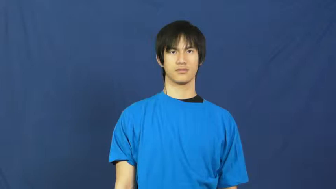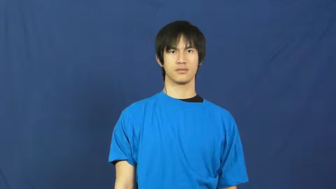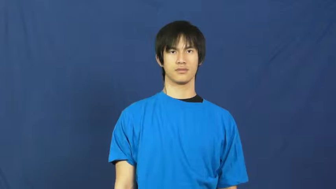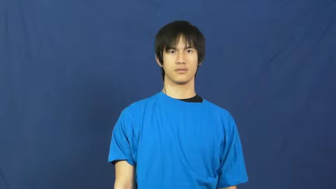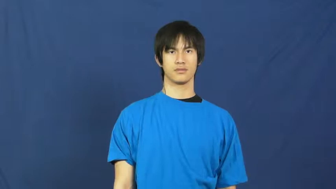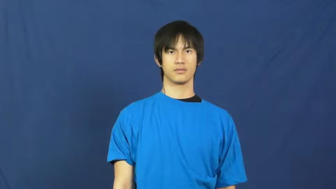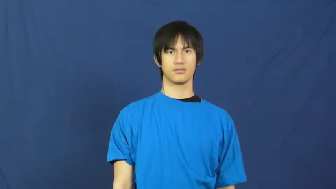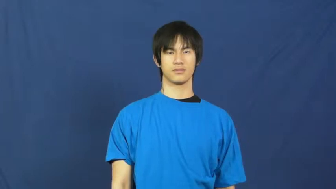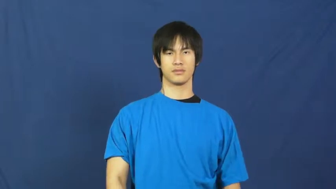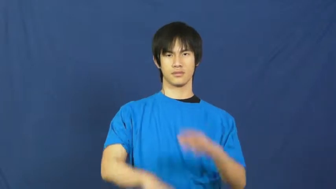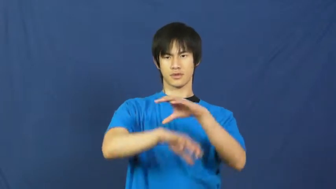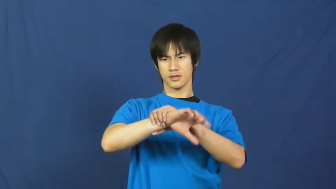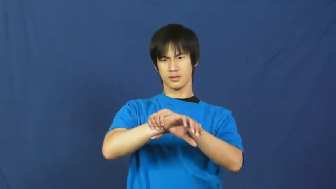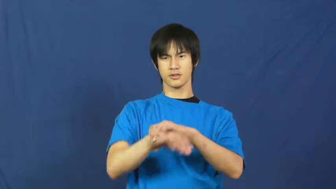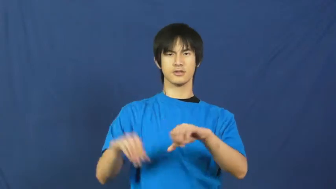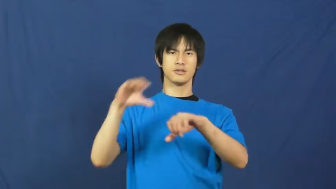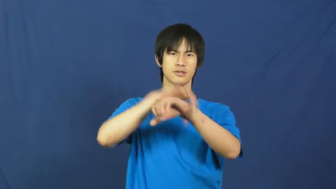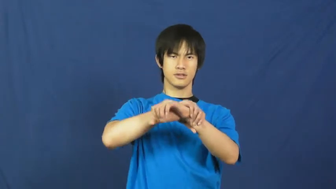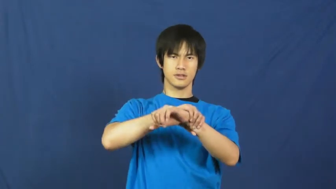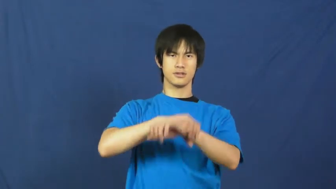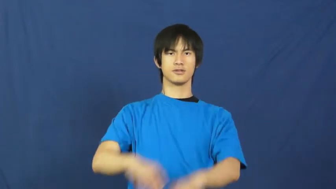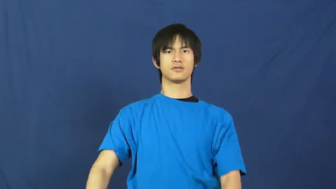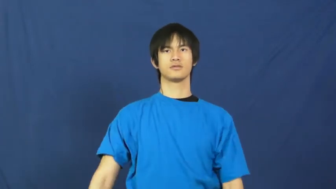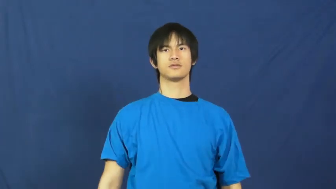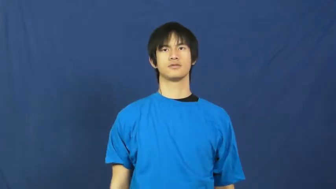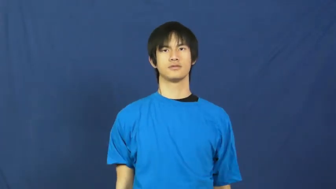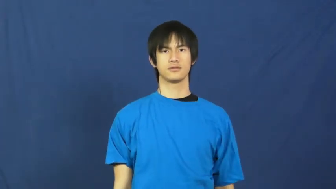handcuff,irons,manacle,bracelet,cuff